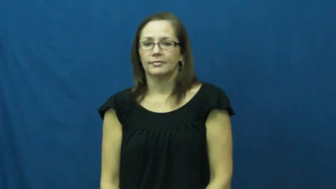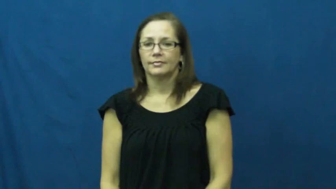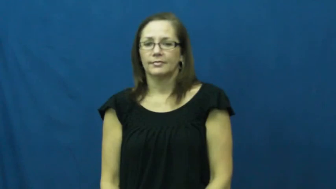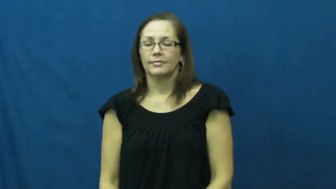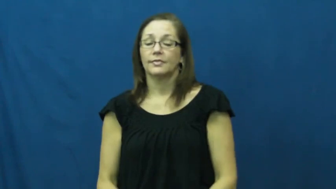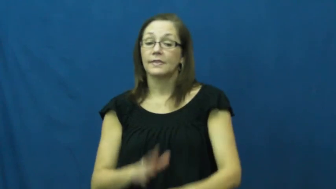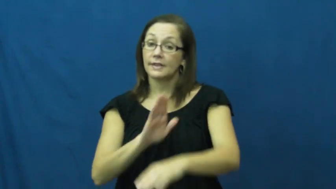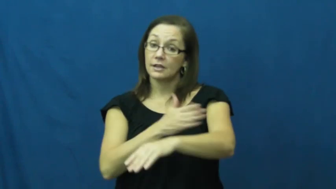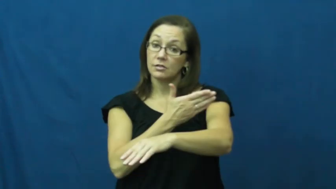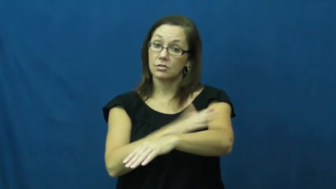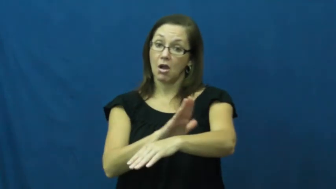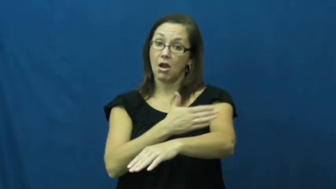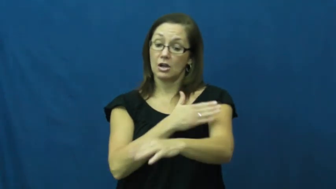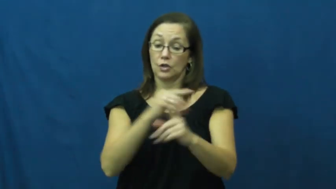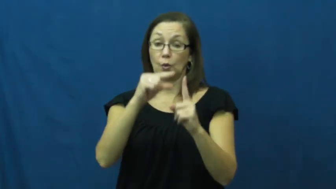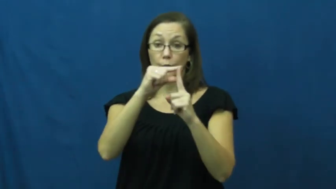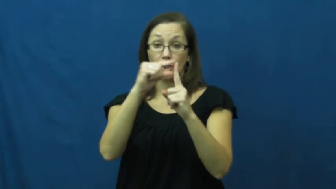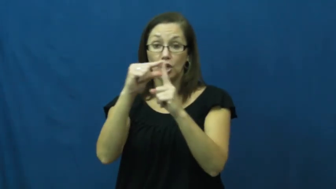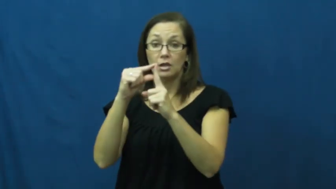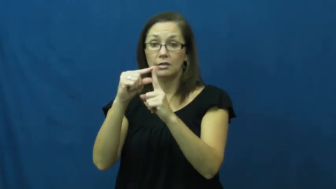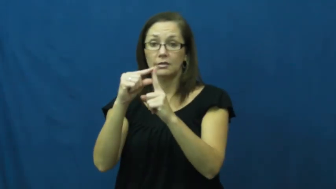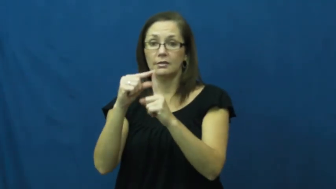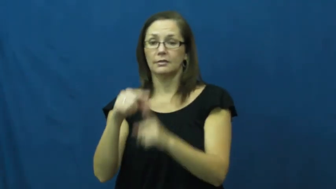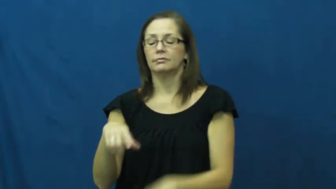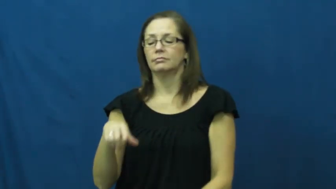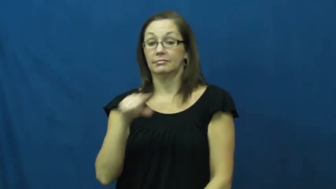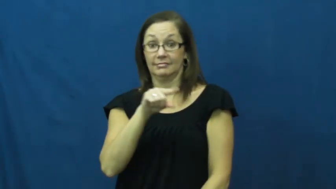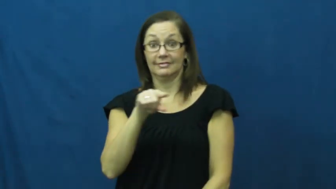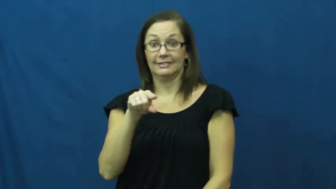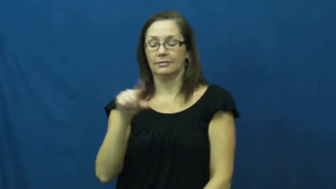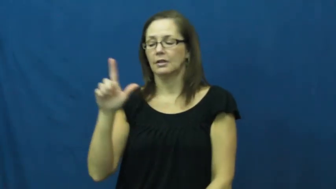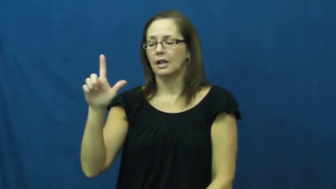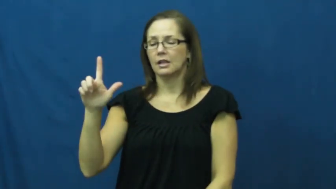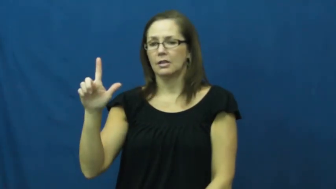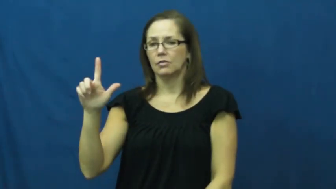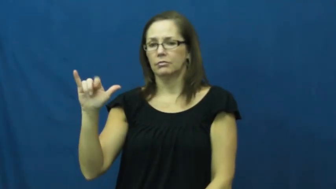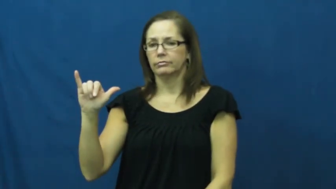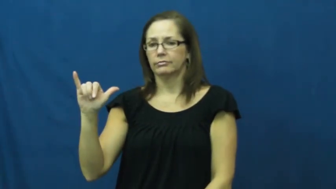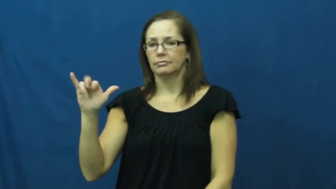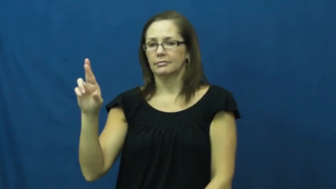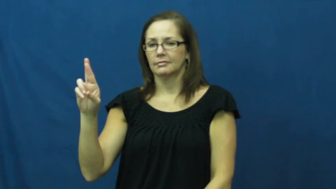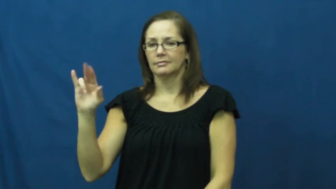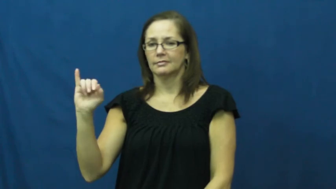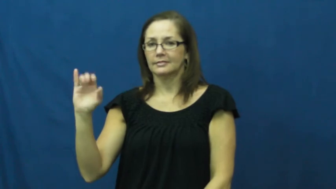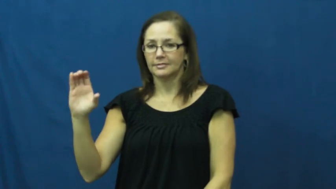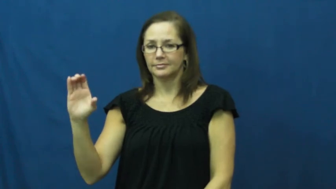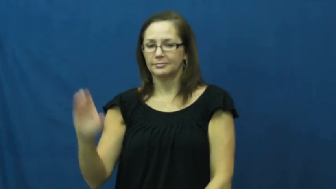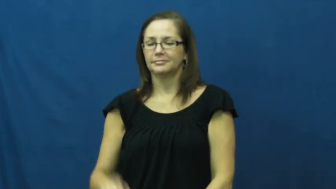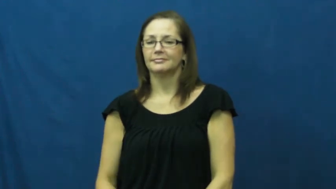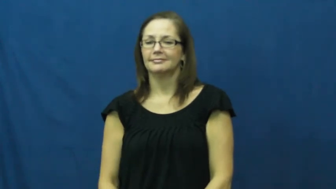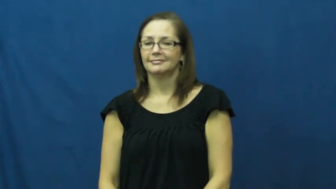lyric